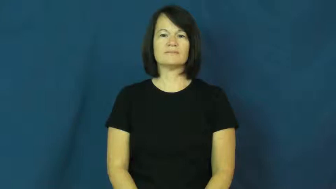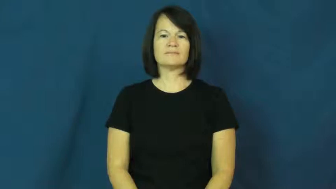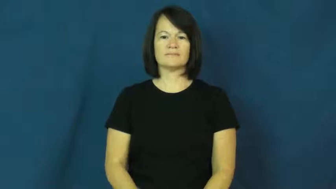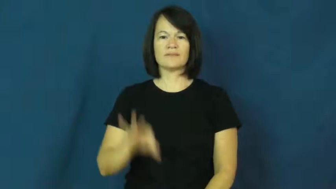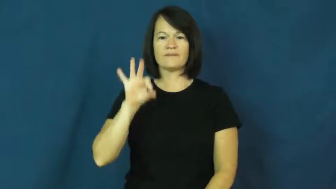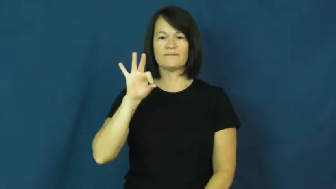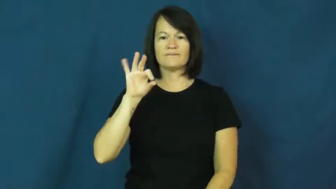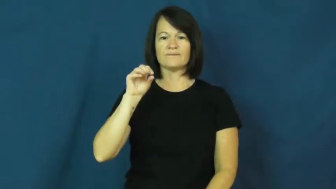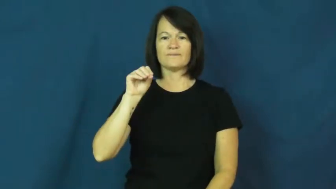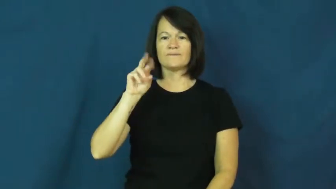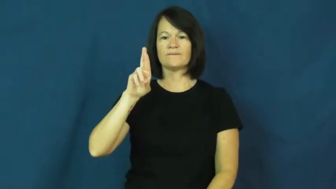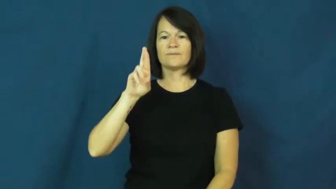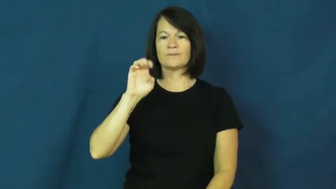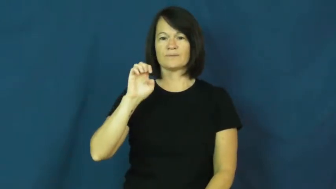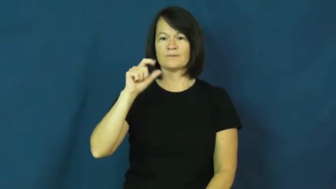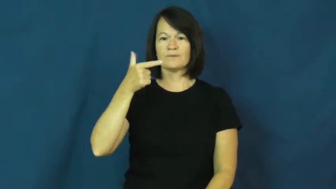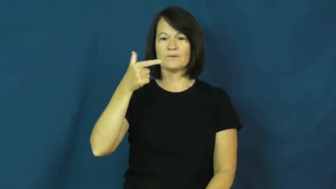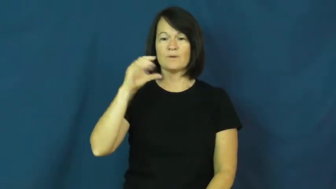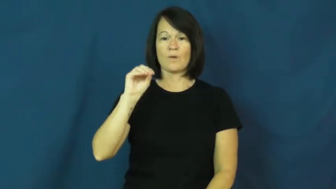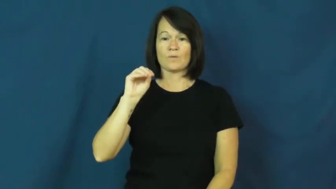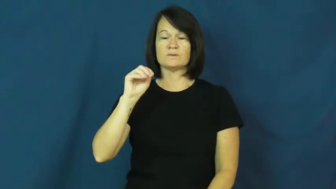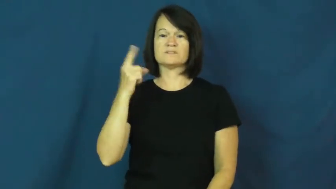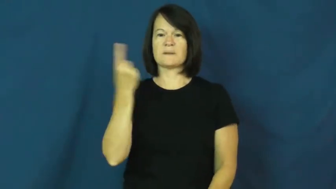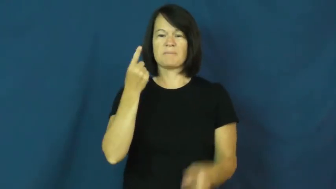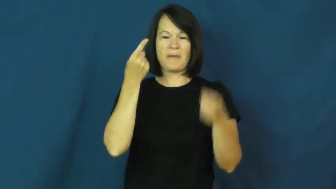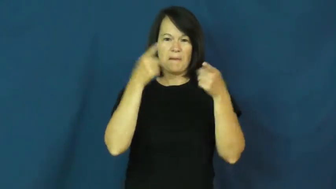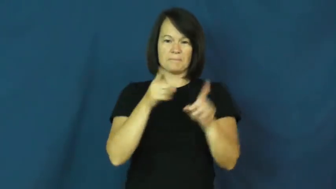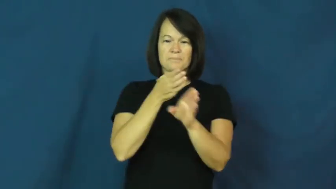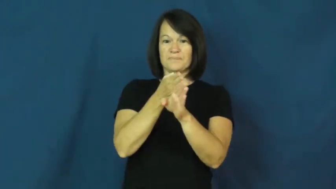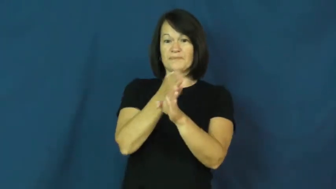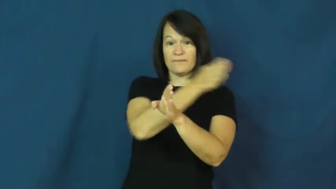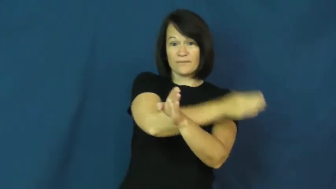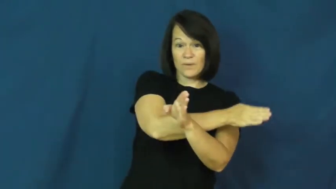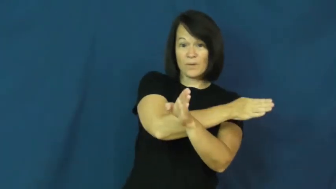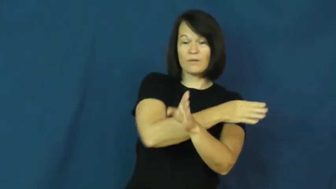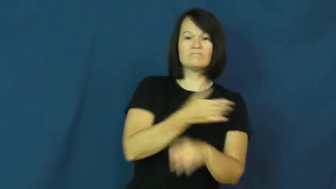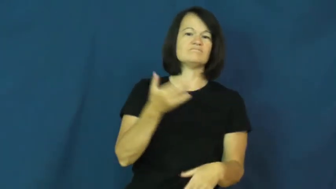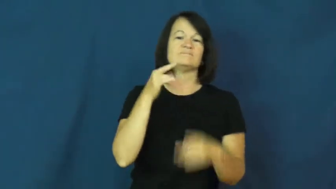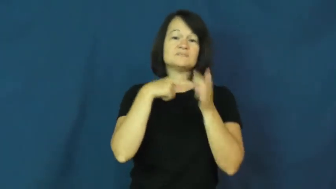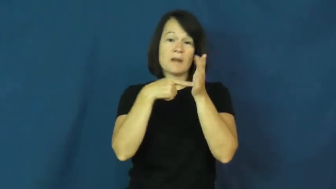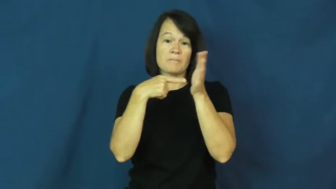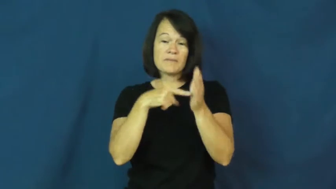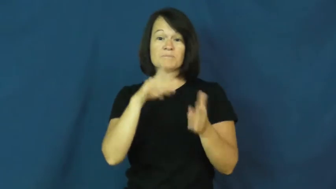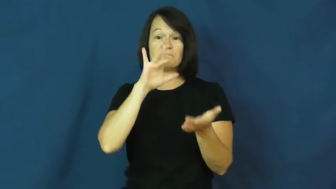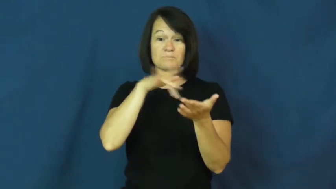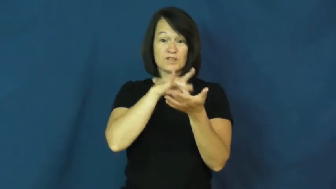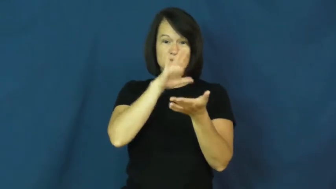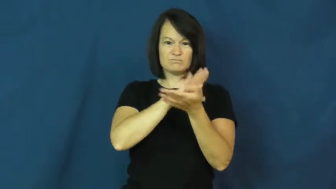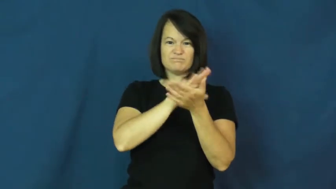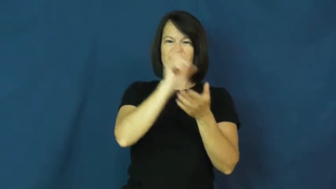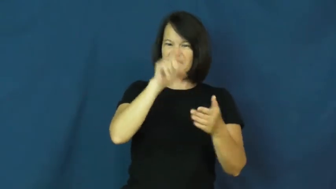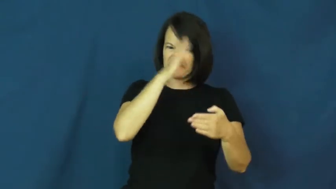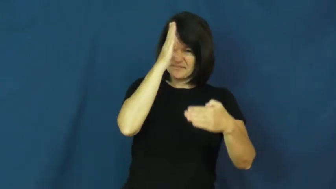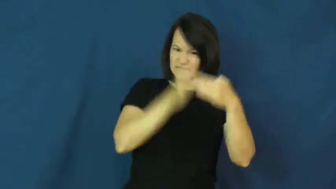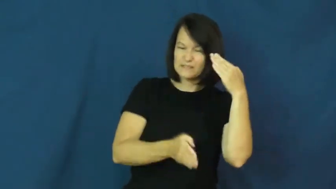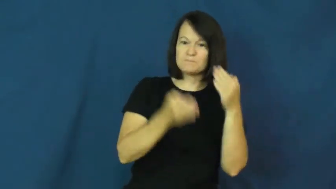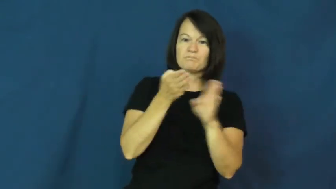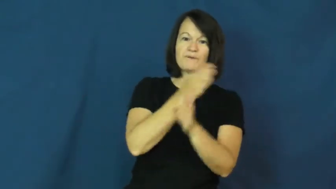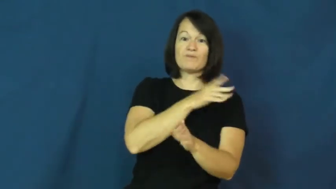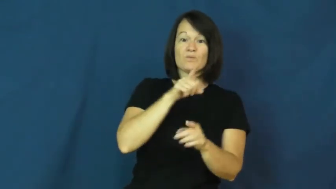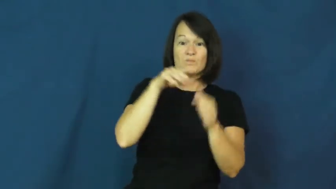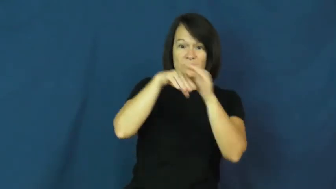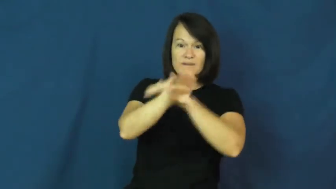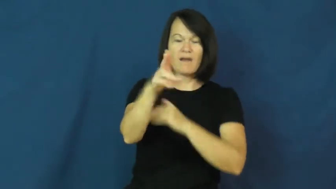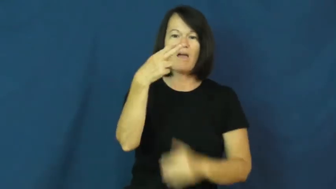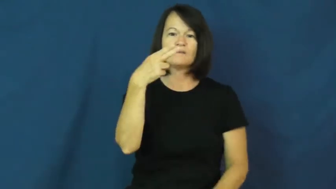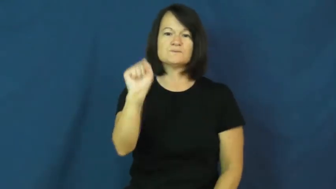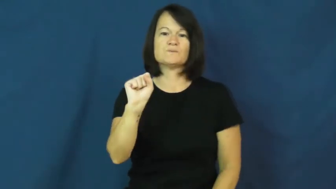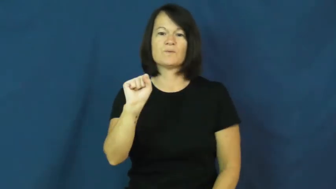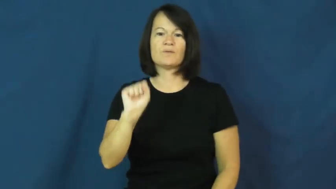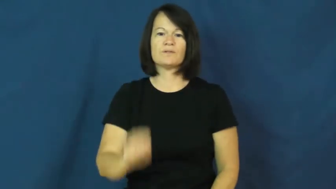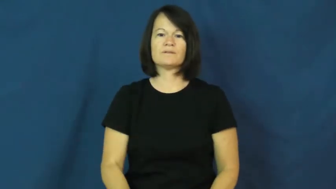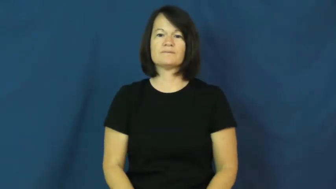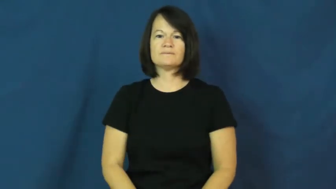forego